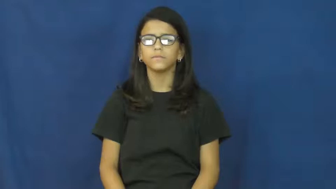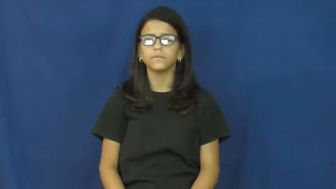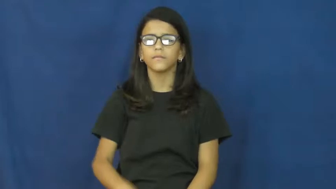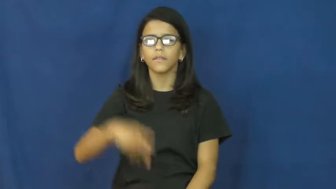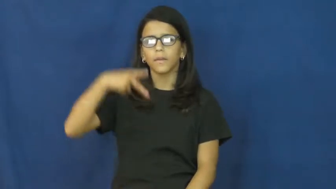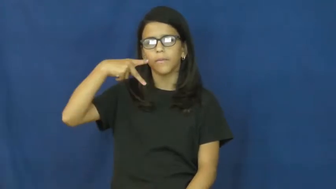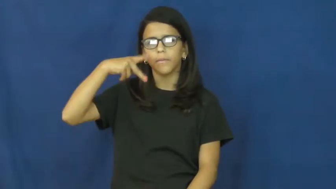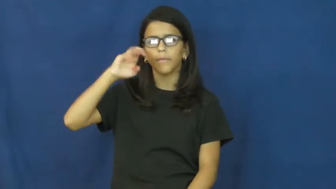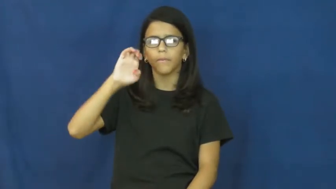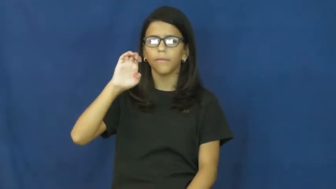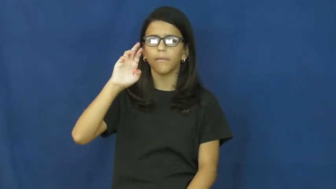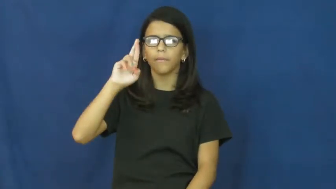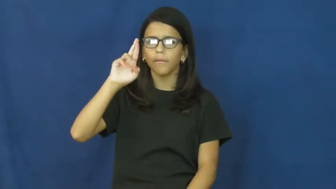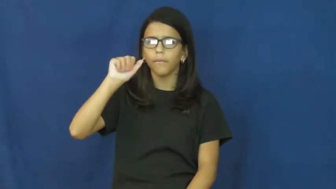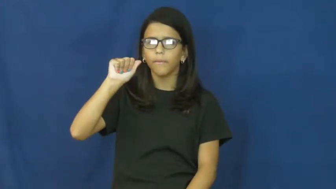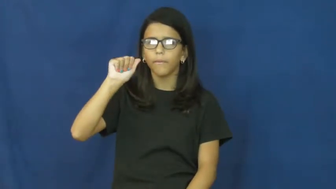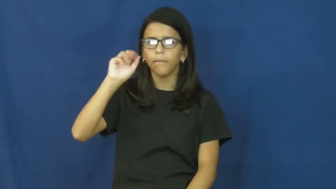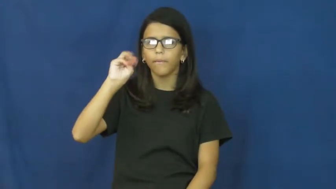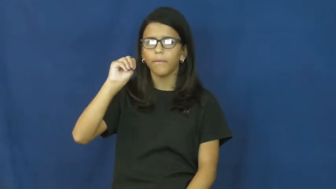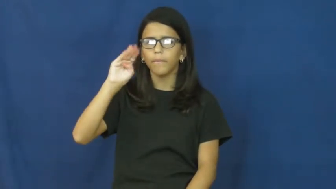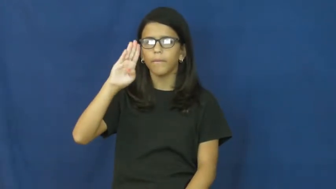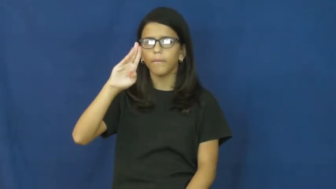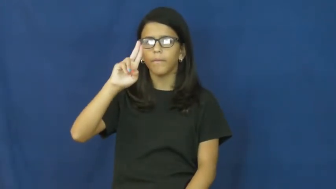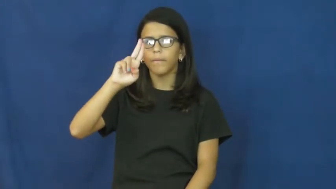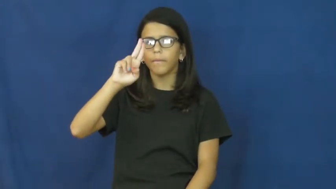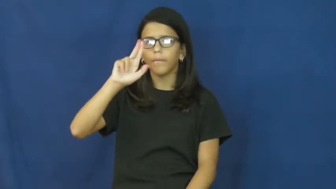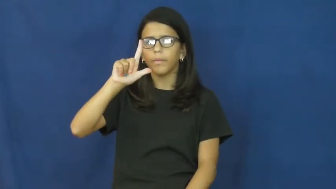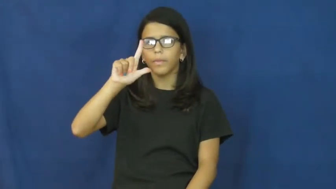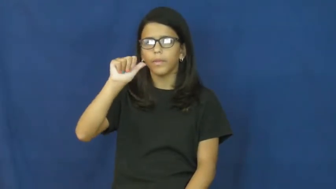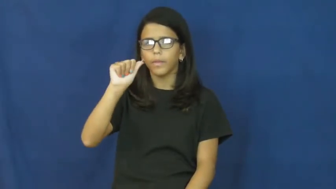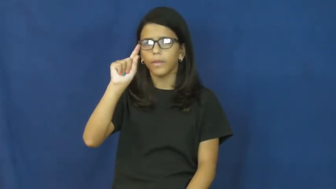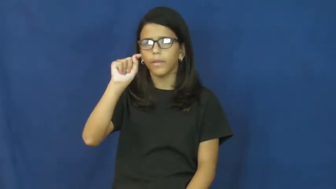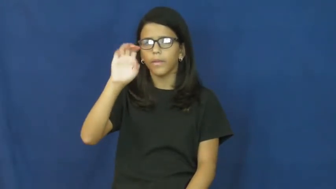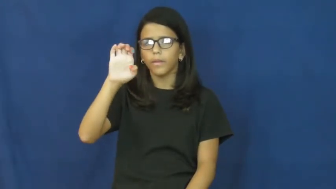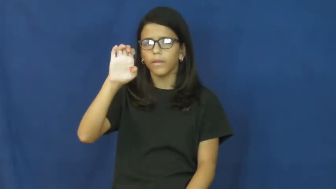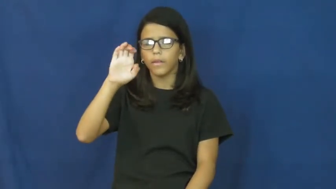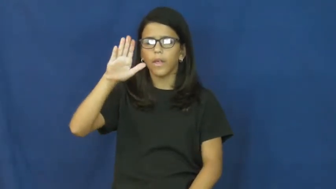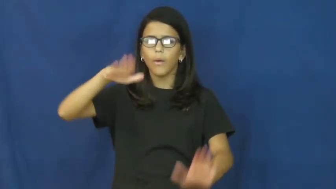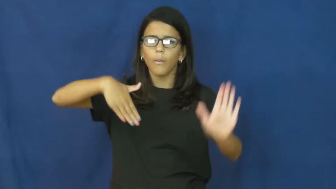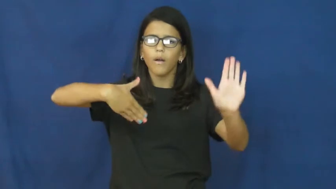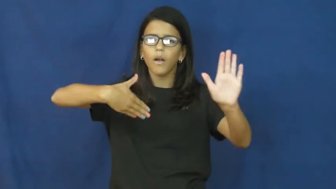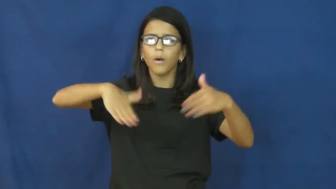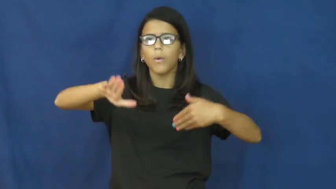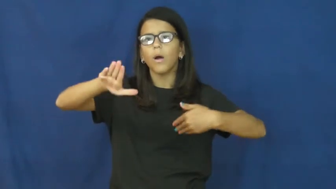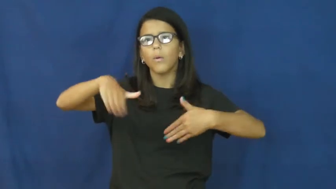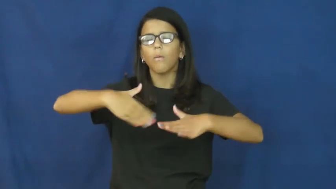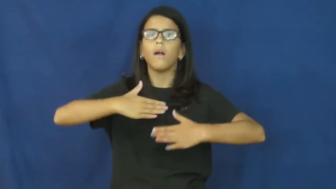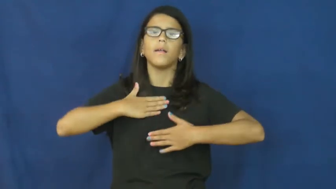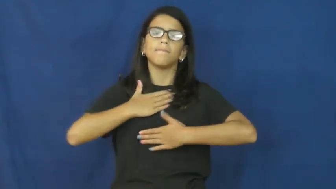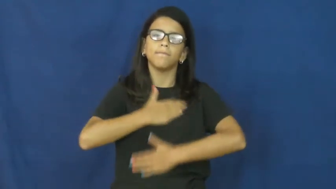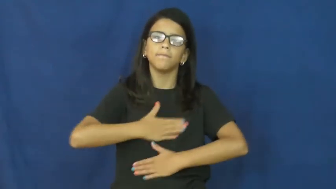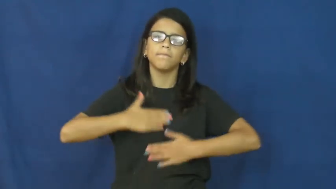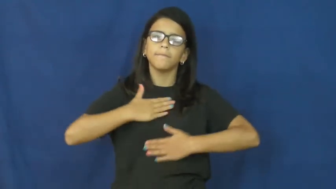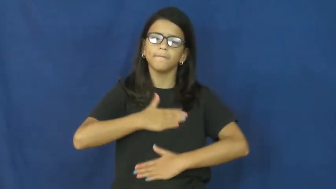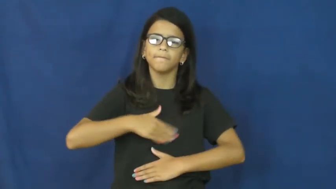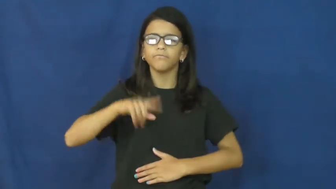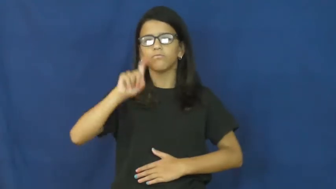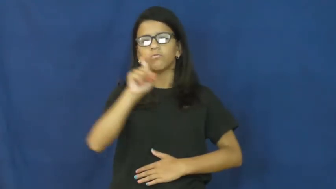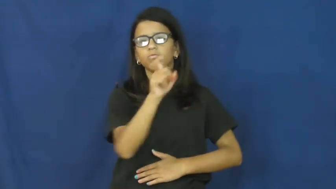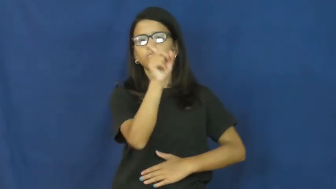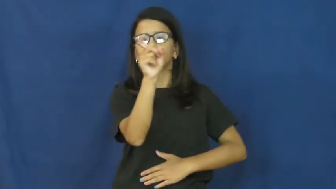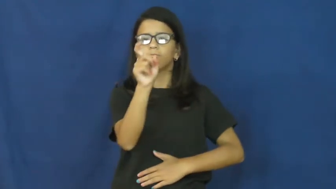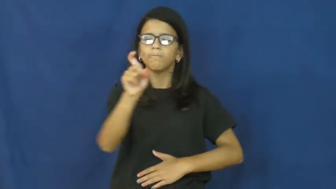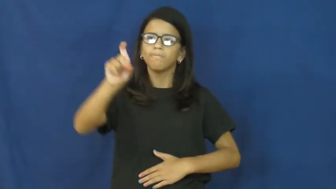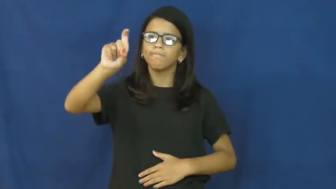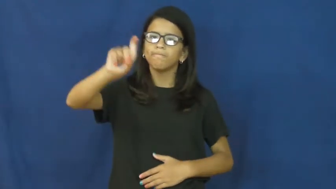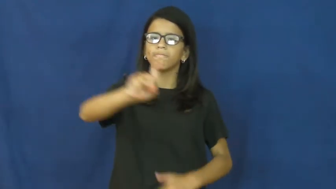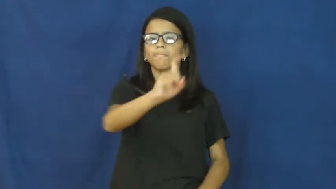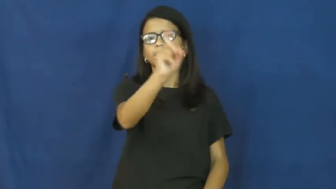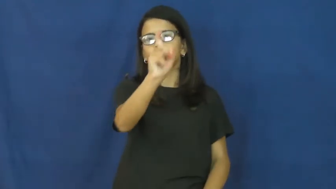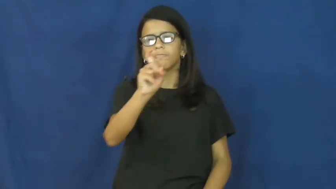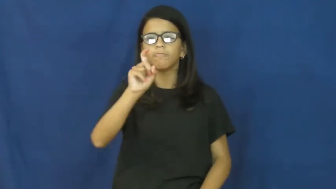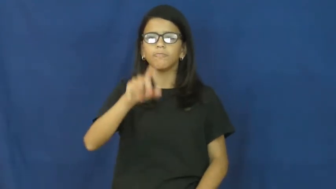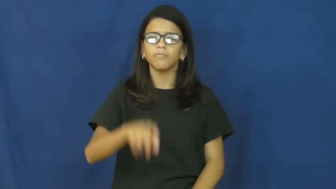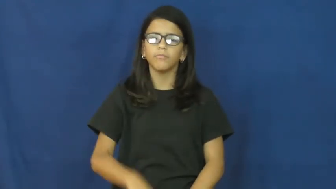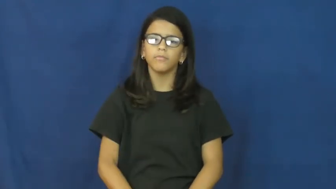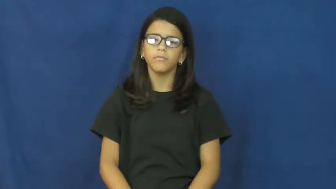perambulate